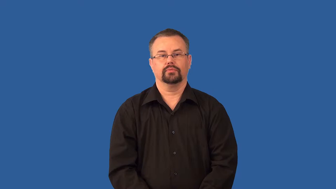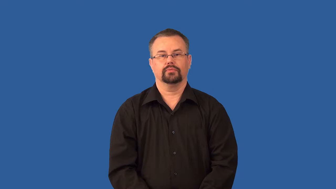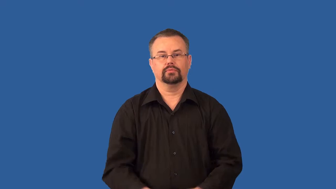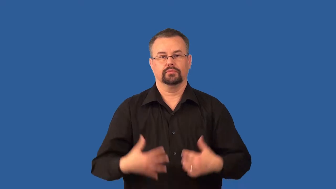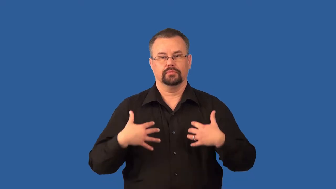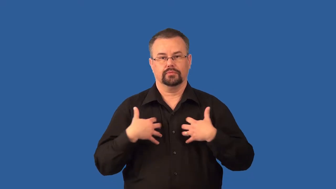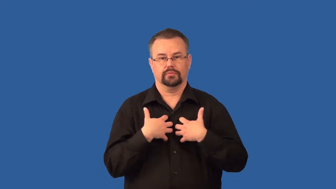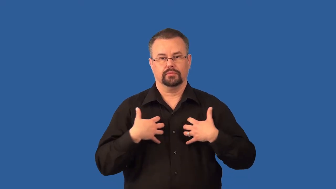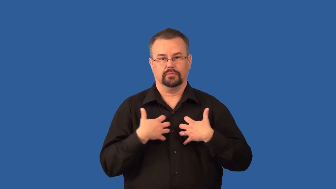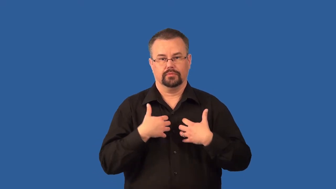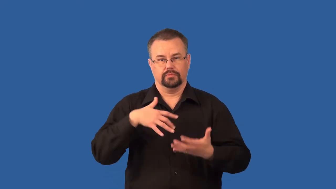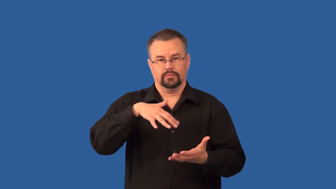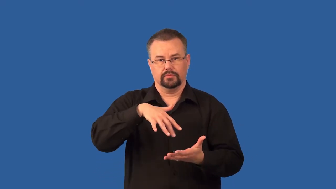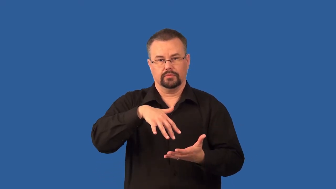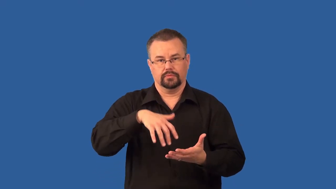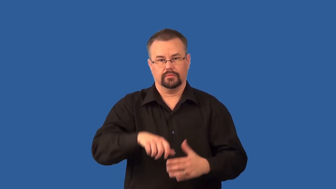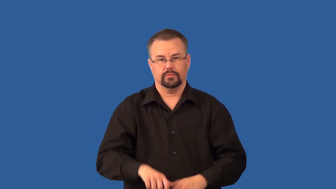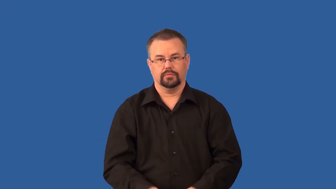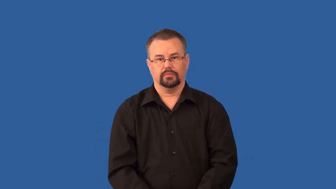zoology